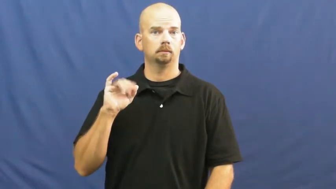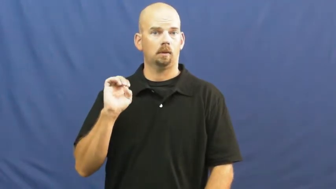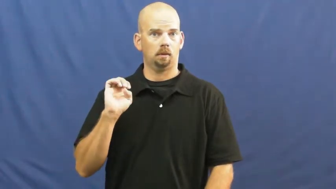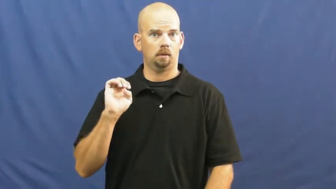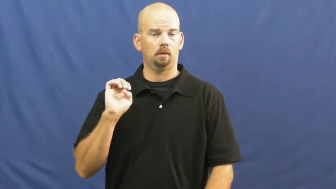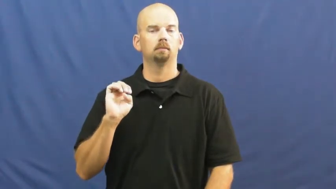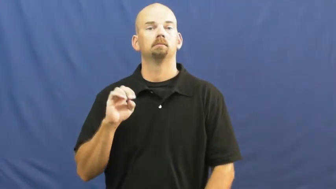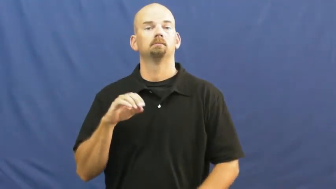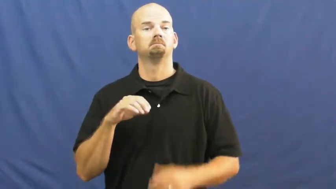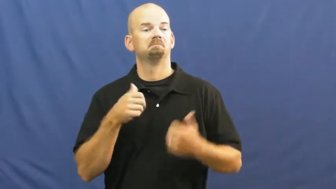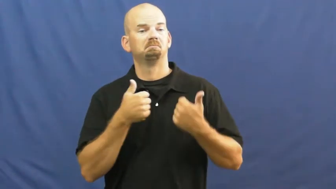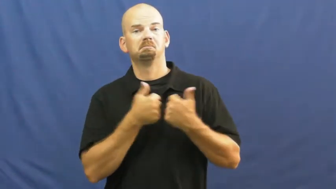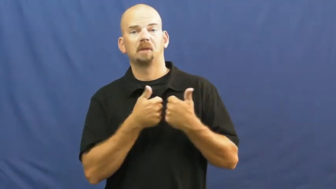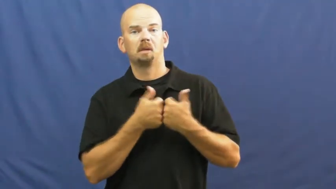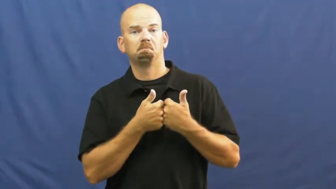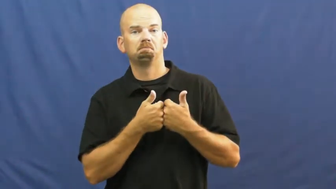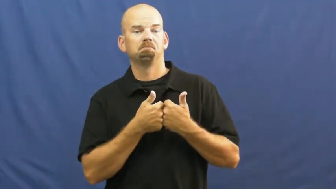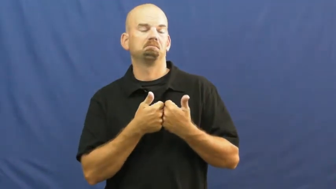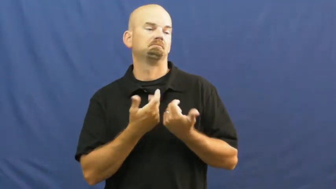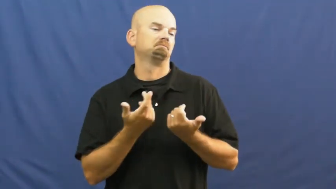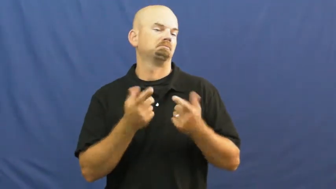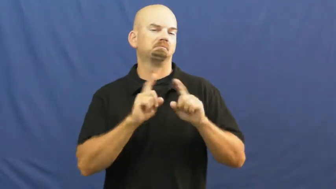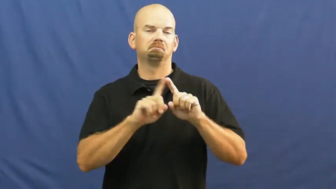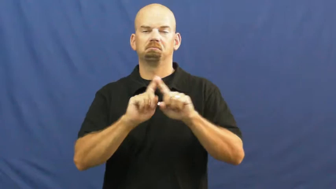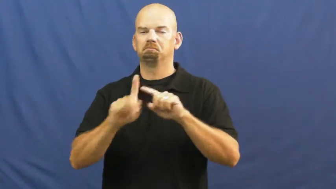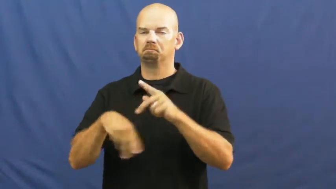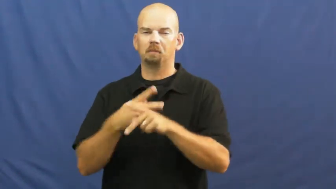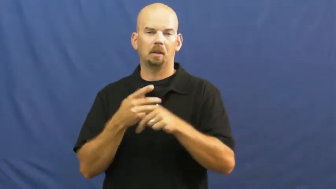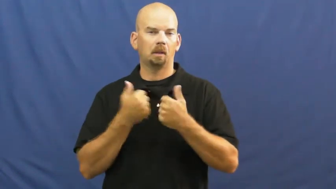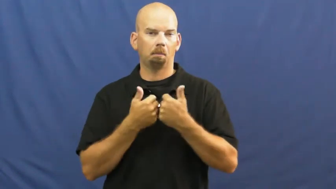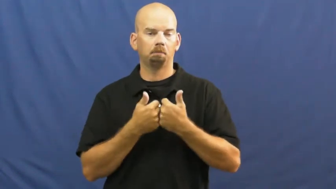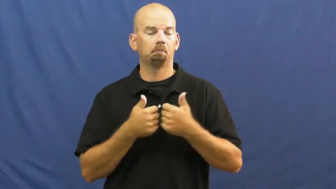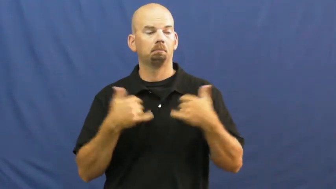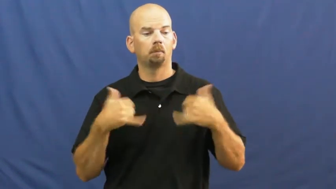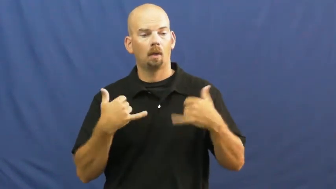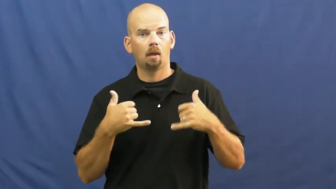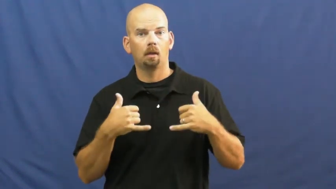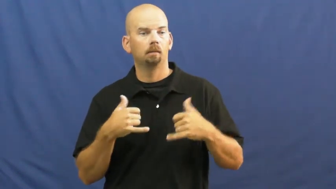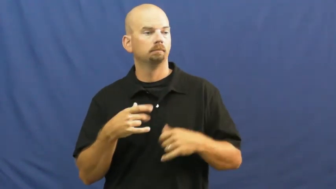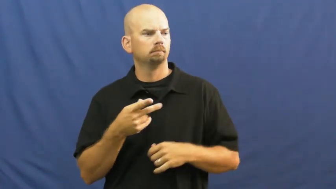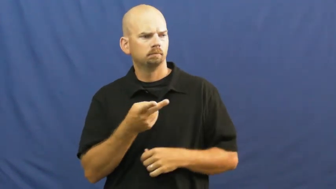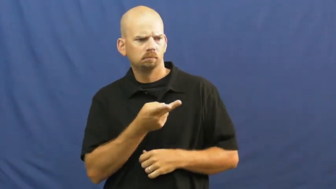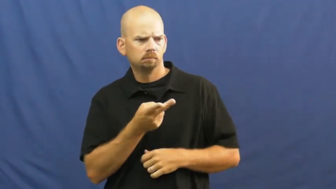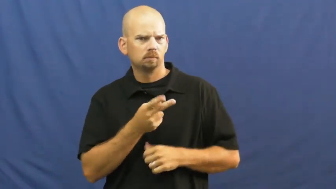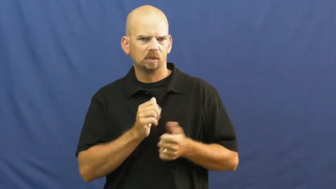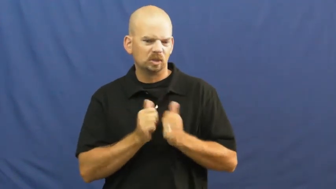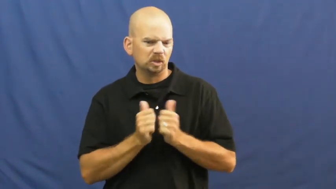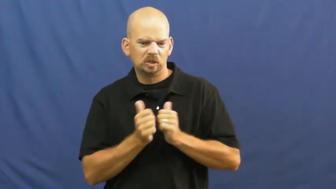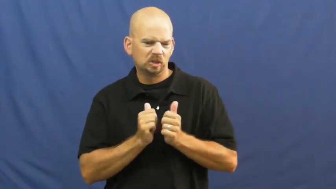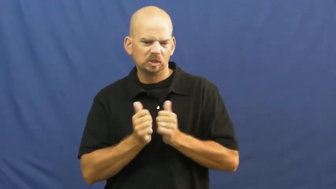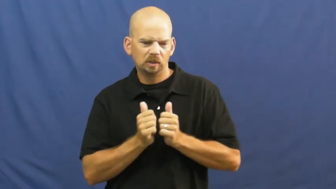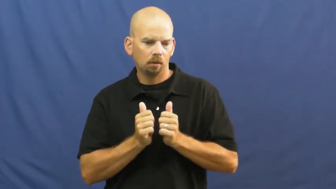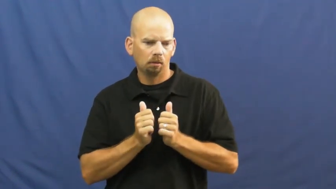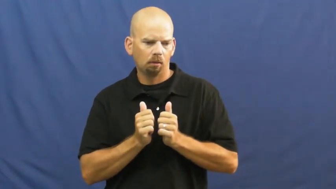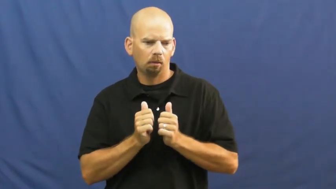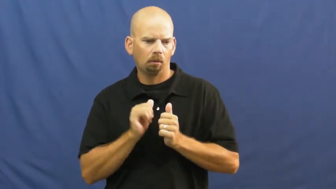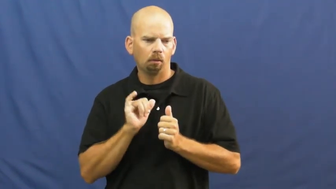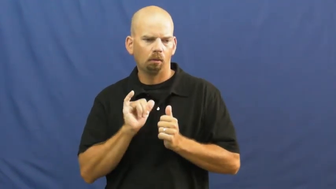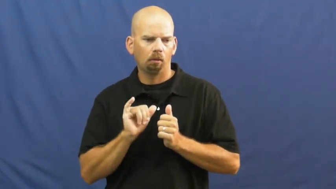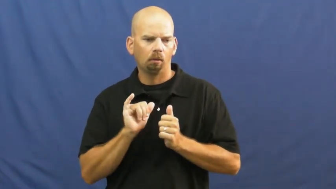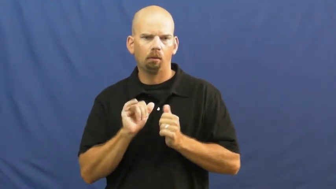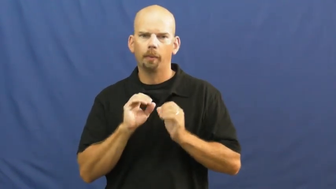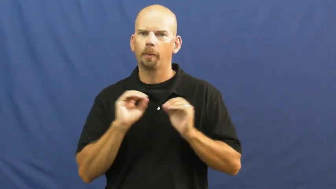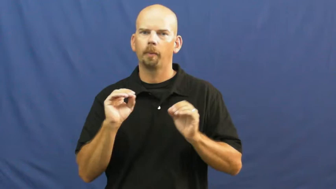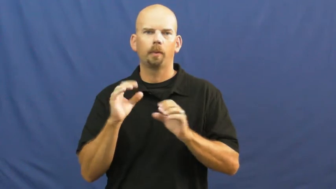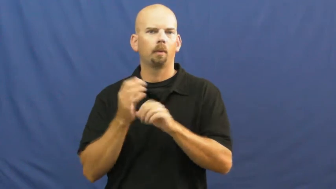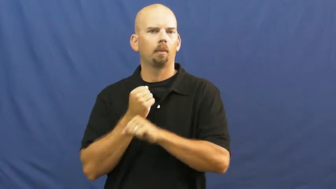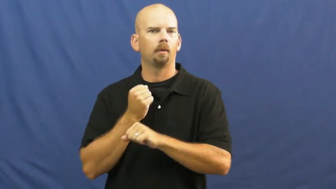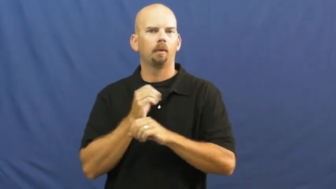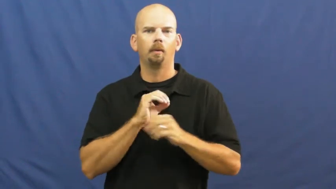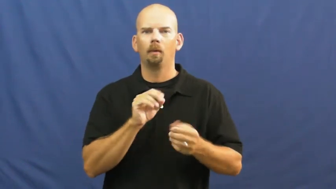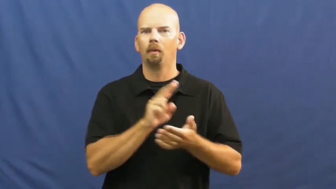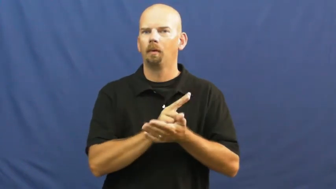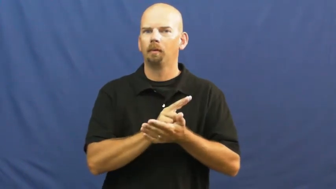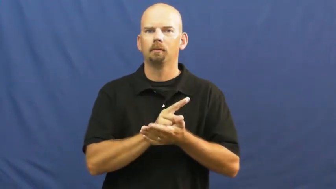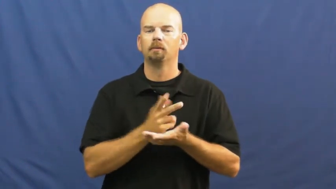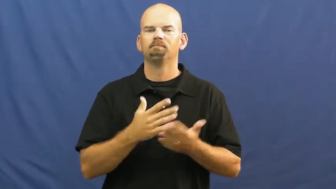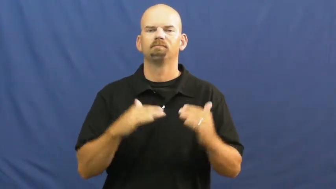tie,draw-game